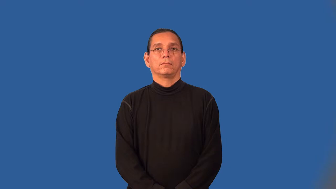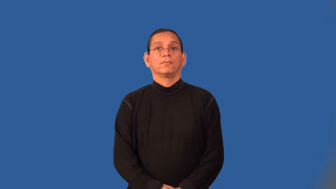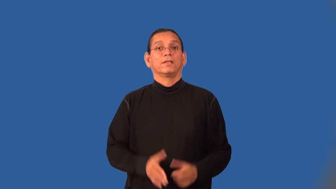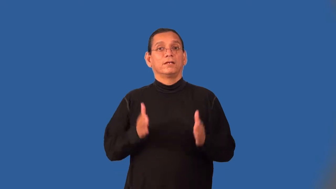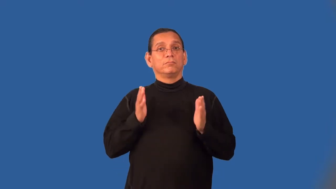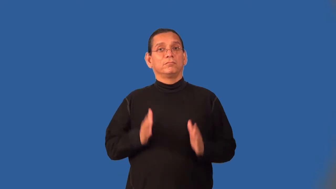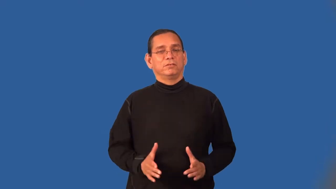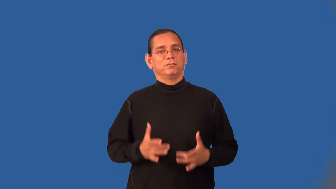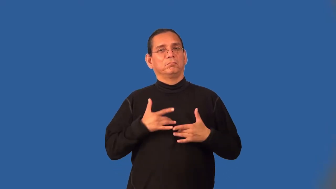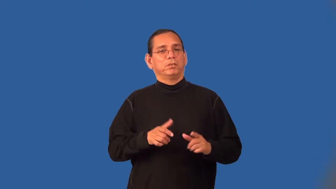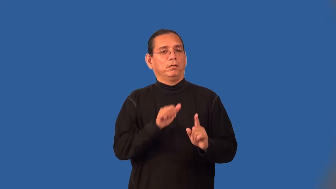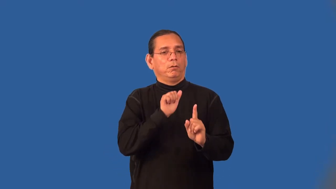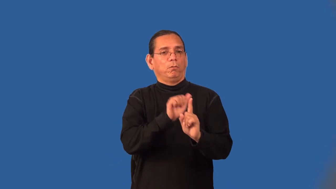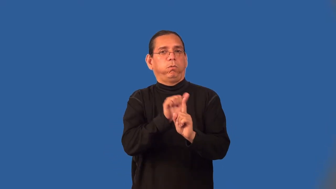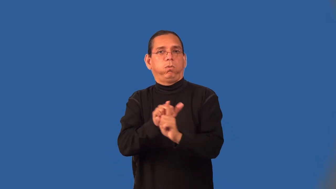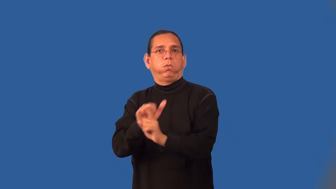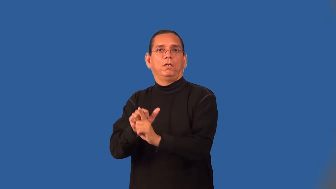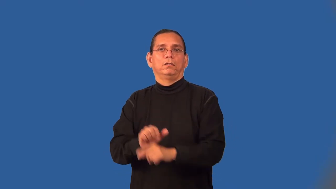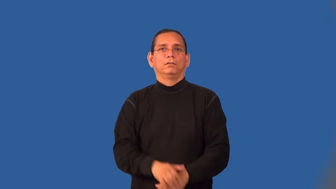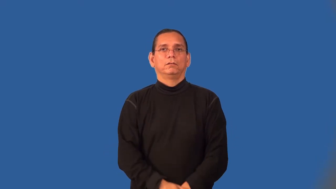conman,sharpy